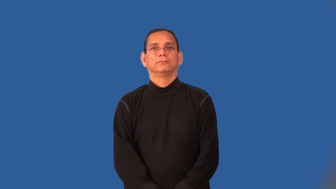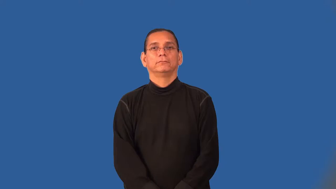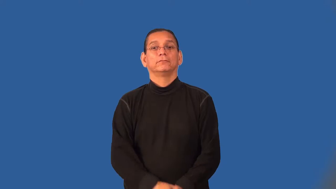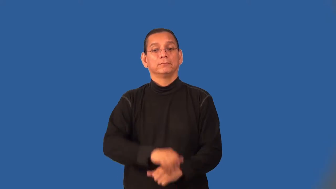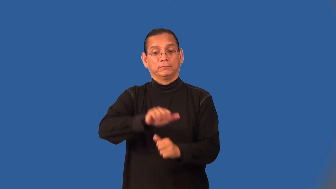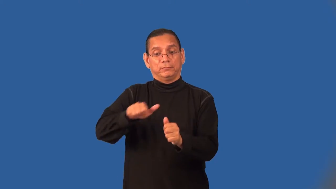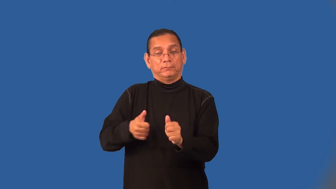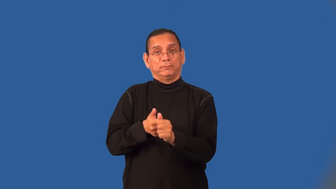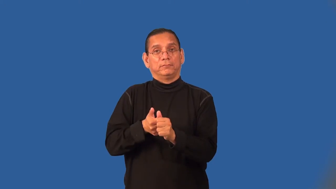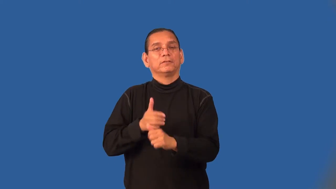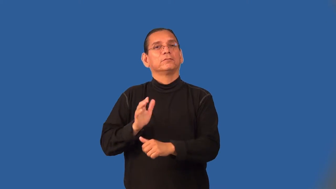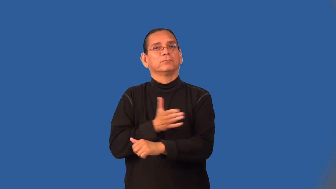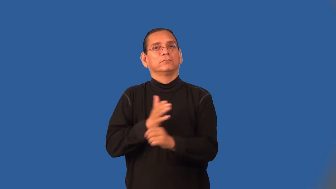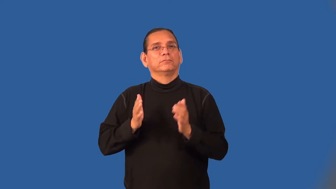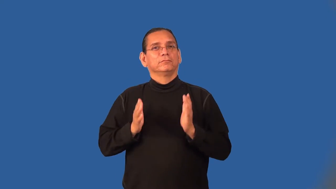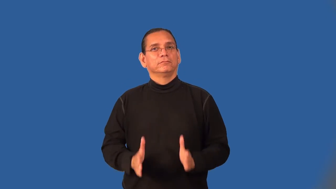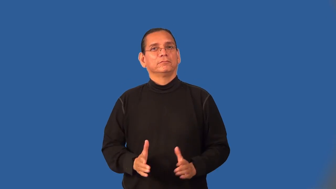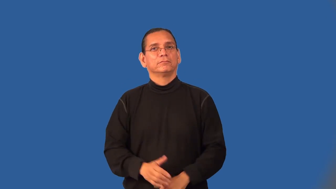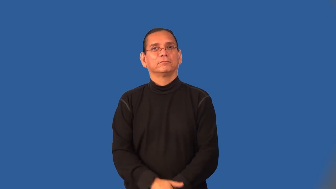sideman